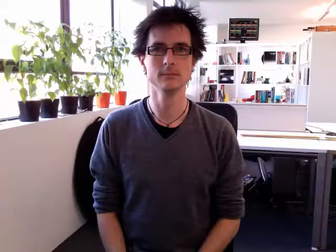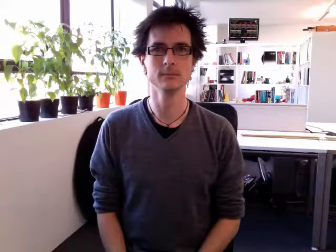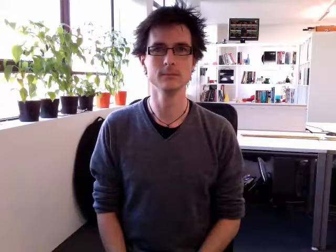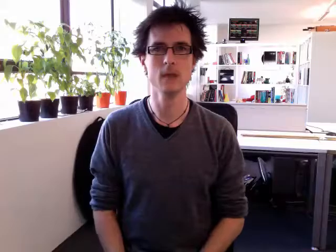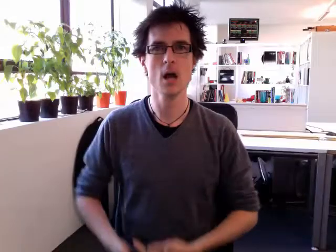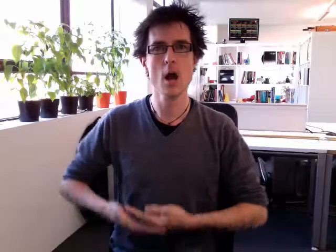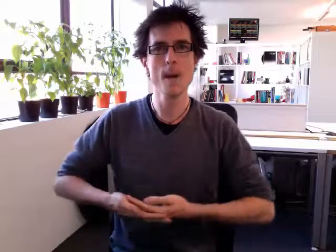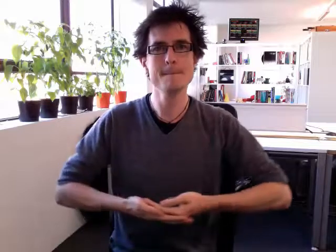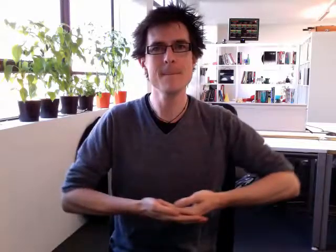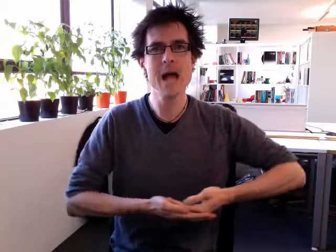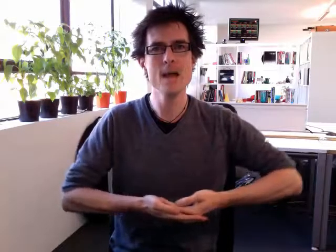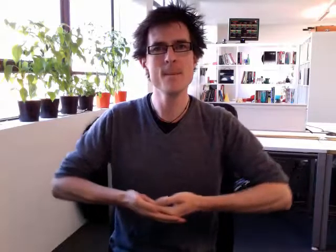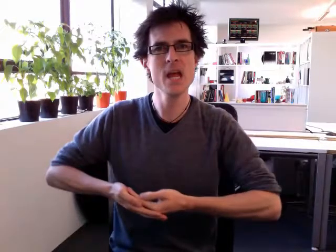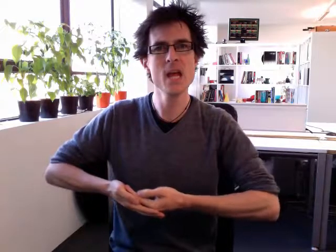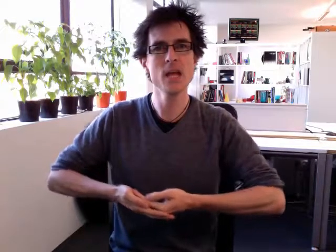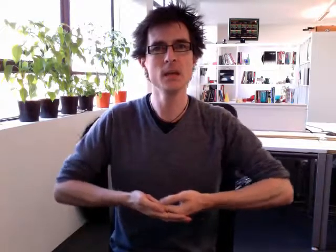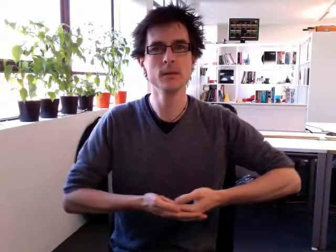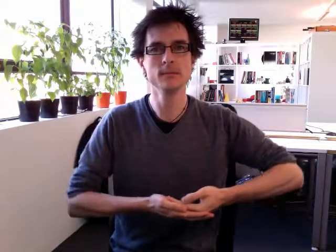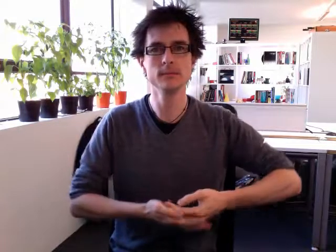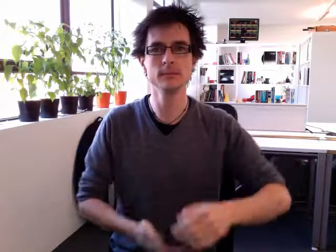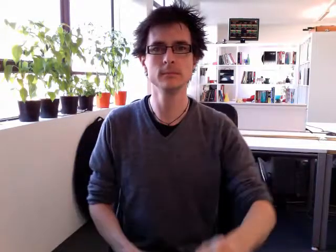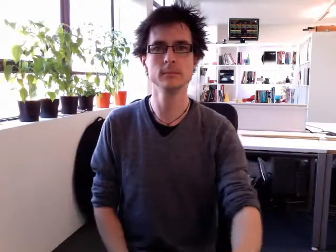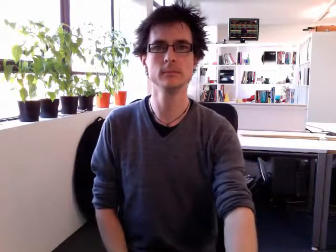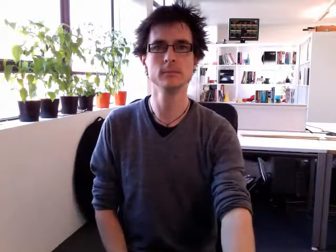baby